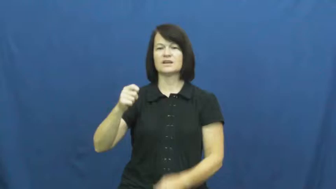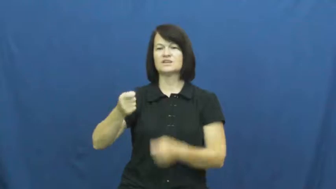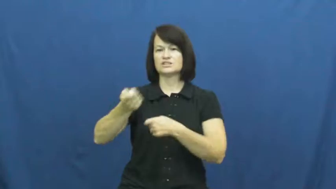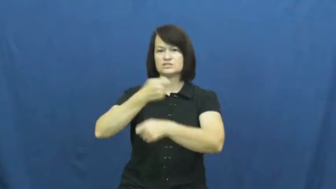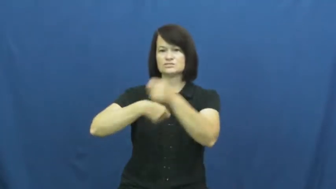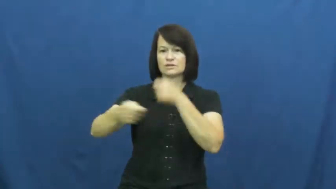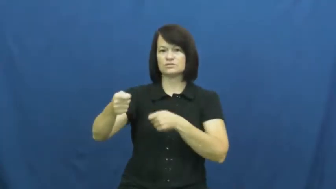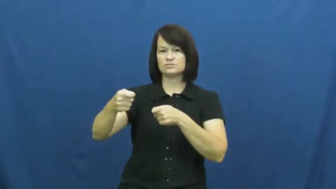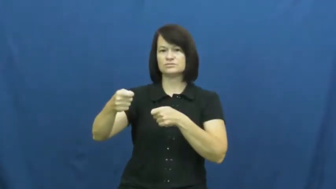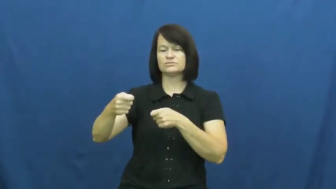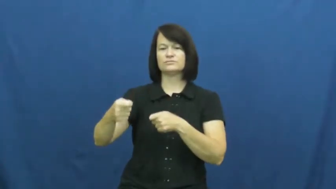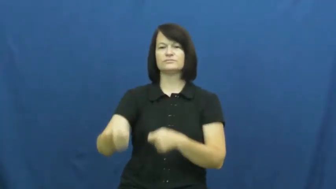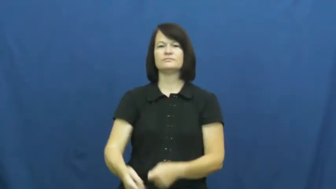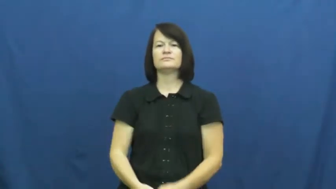substitute,relieve,changeover,alternate,ersatz,fungible,interchange,spell